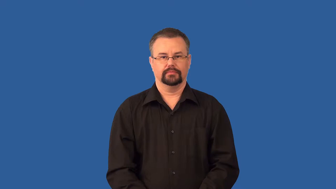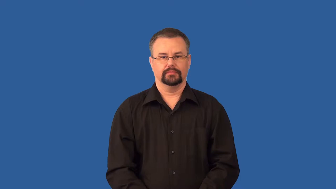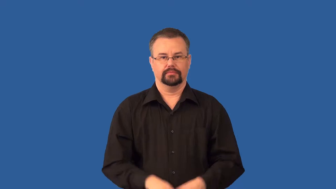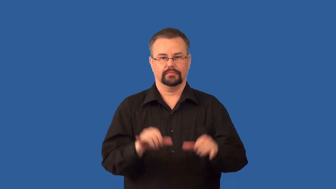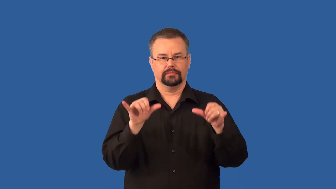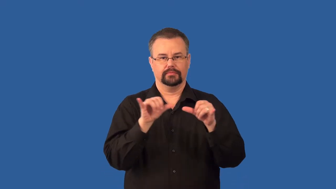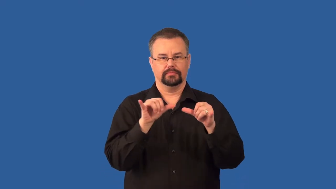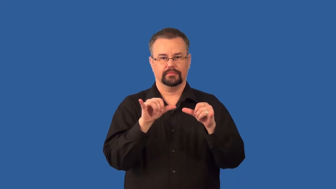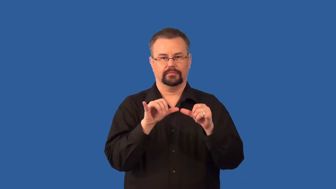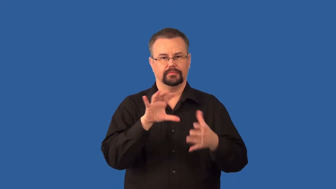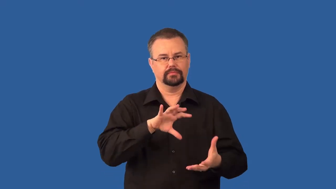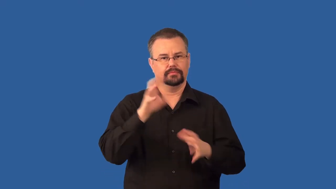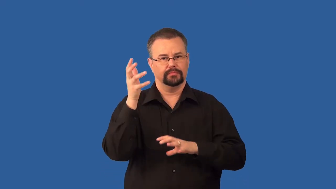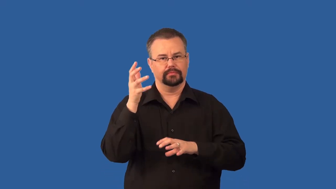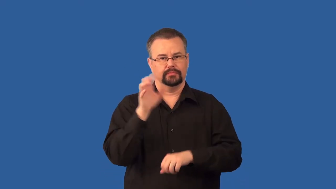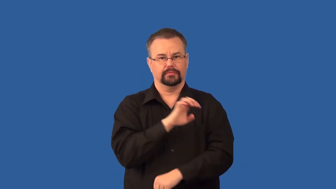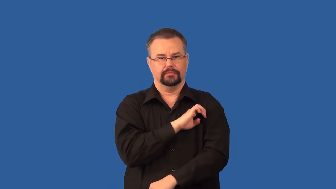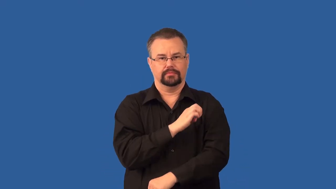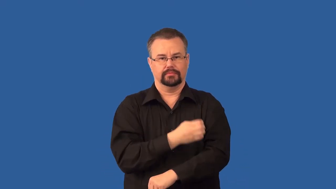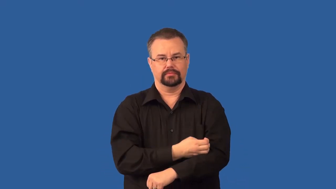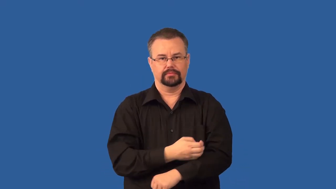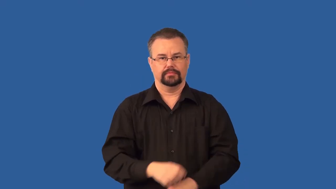entropy